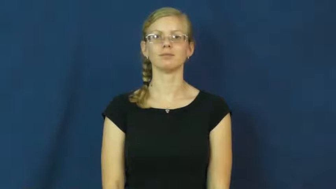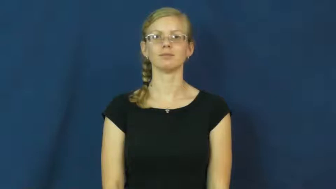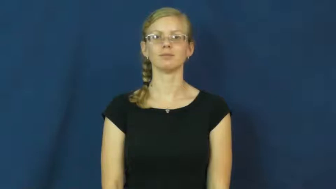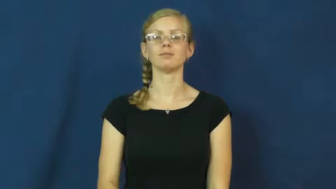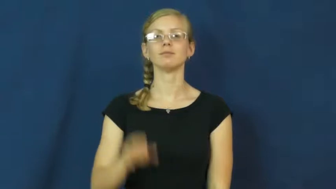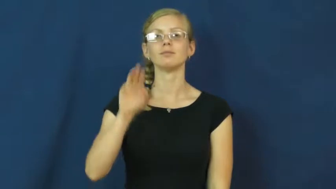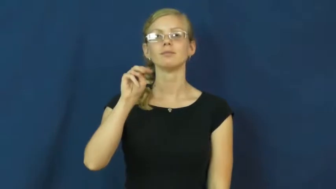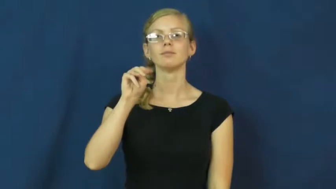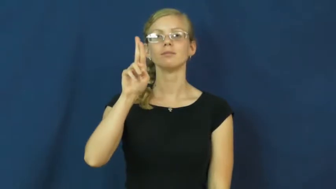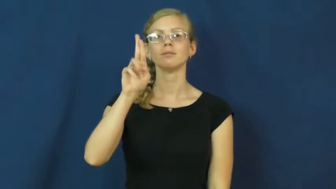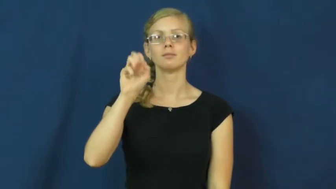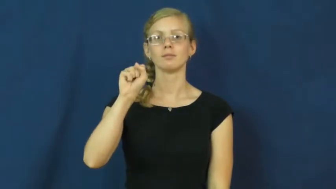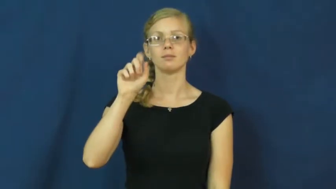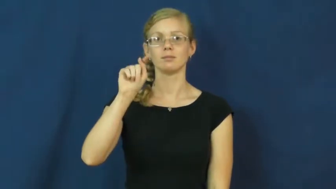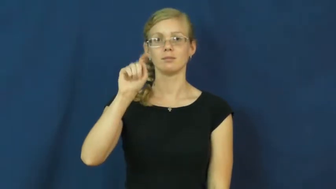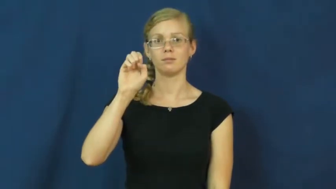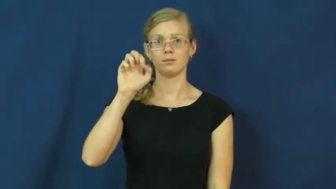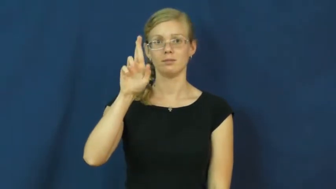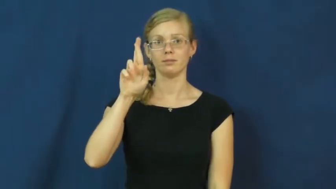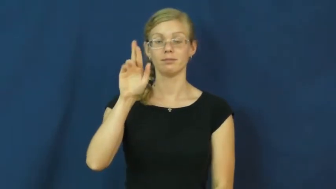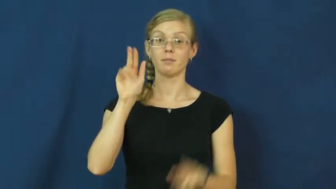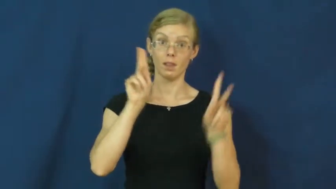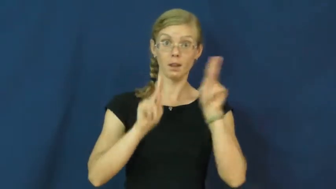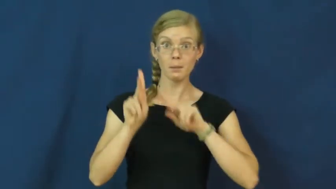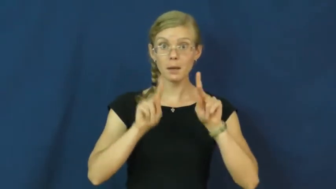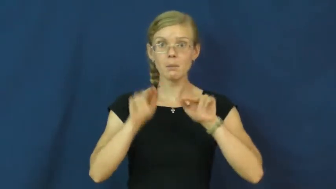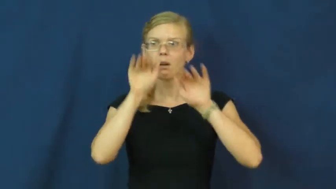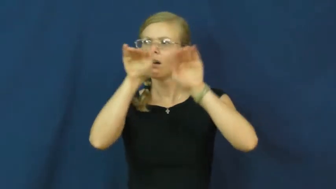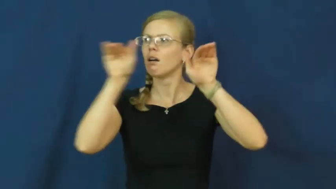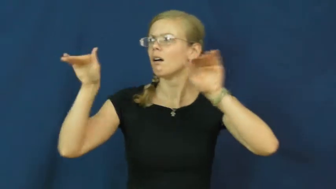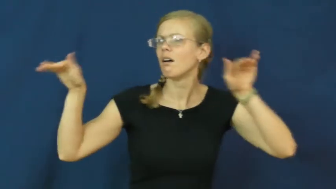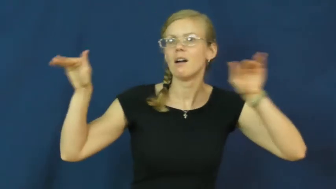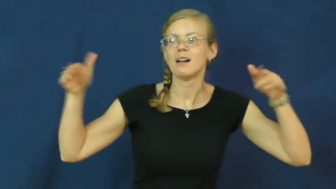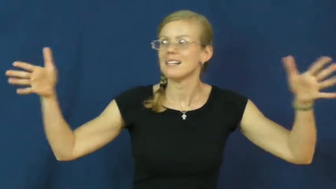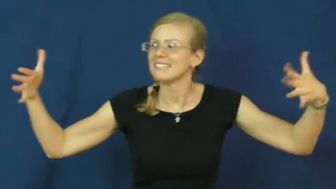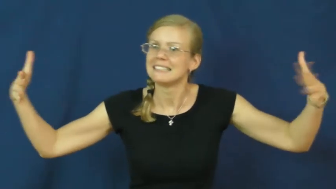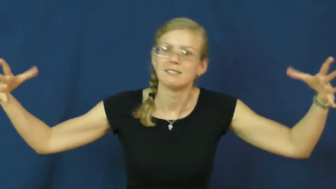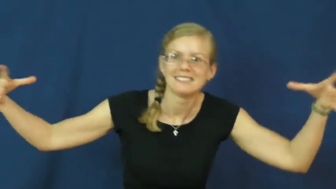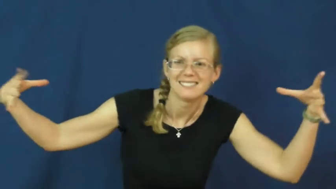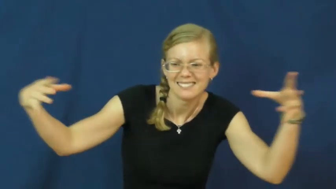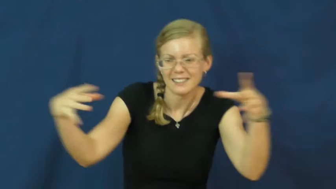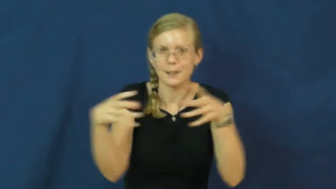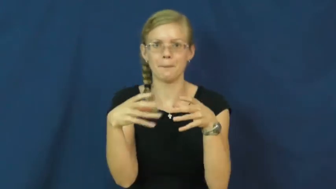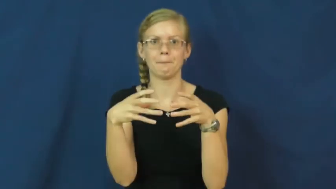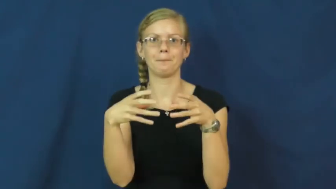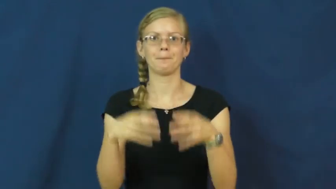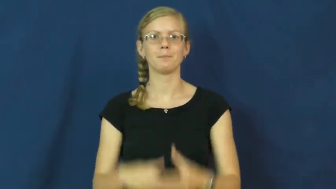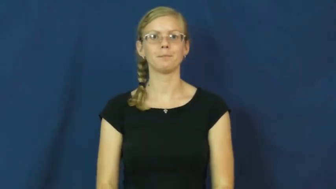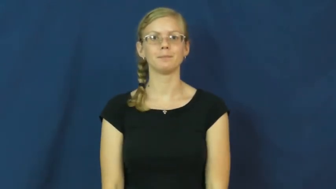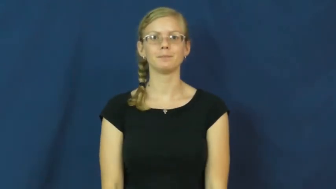muster-group